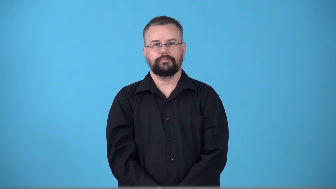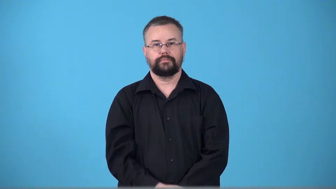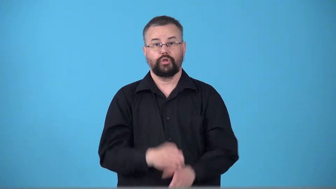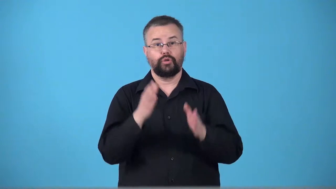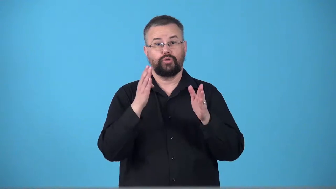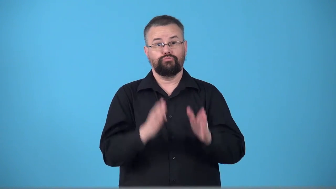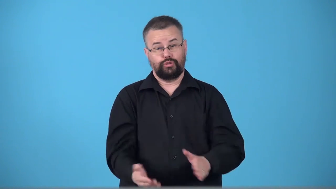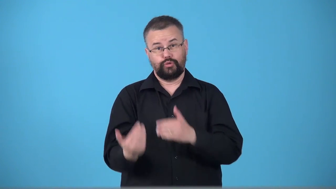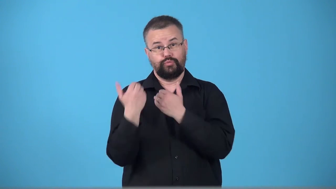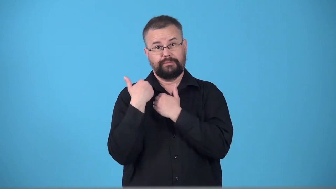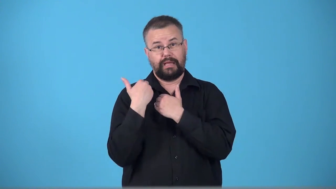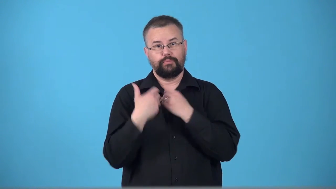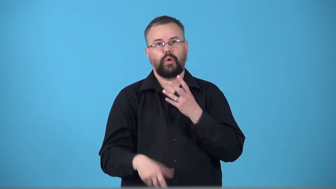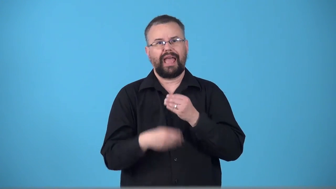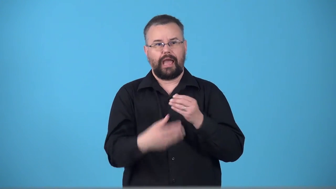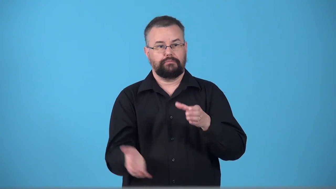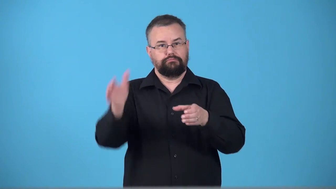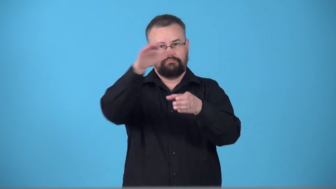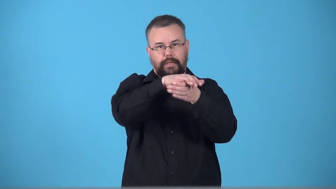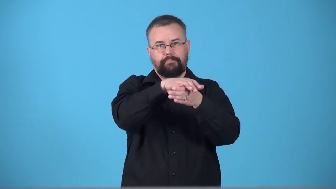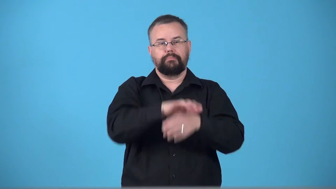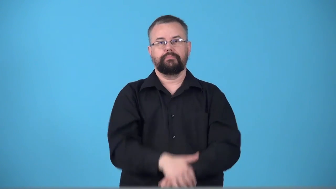topper-person who put something on top of something else